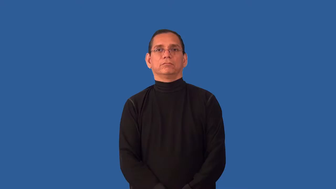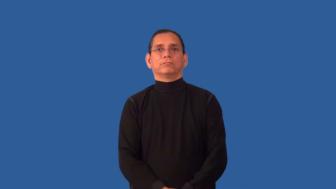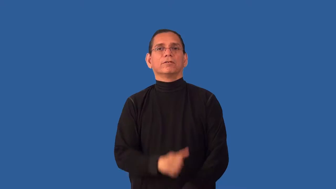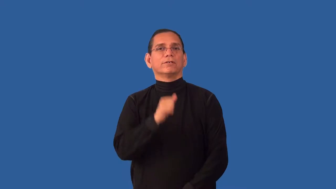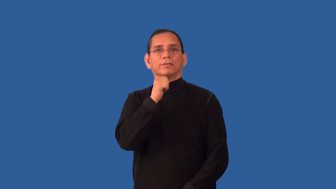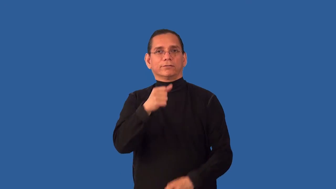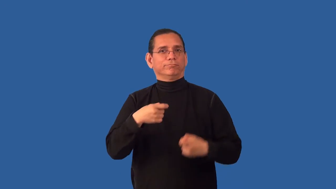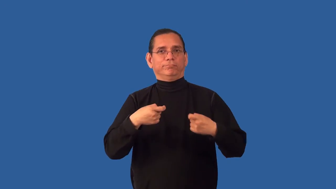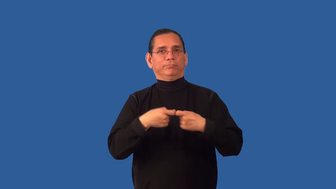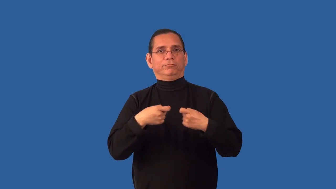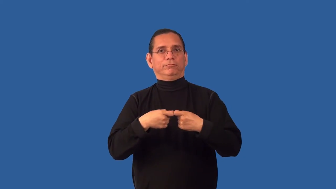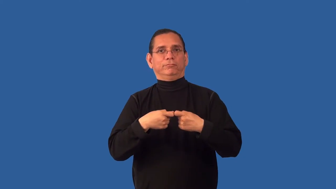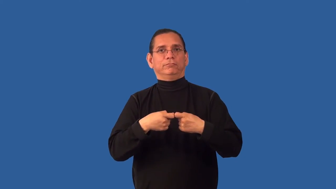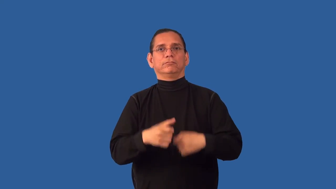uncharged